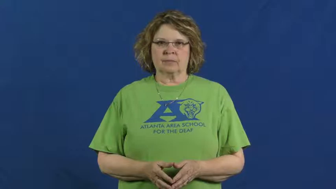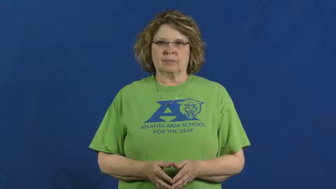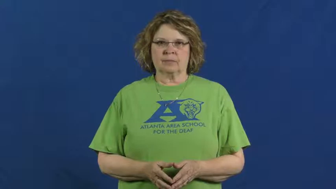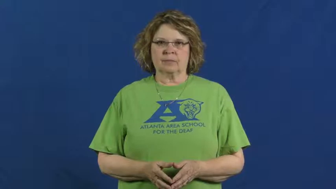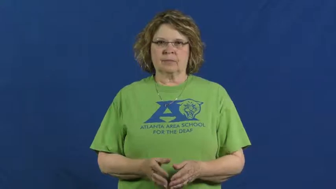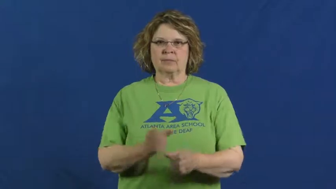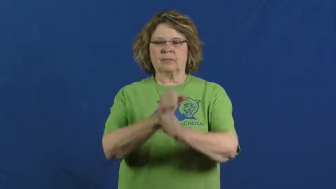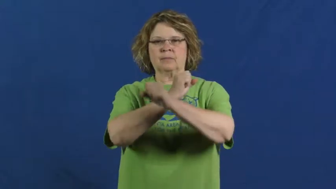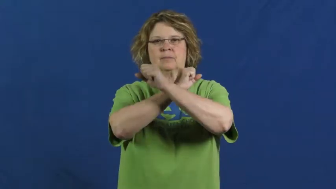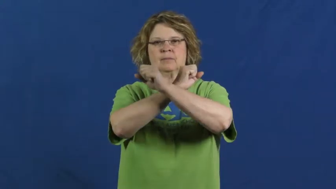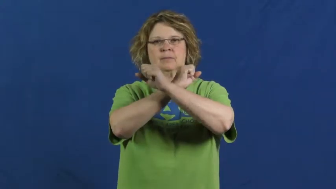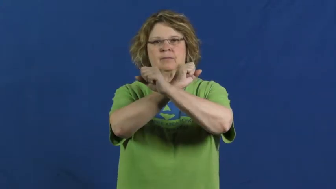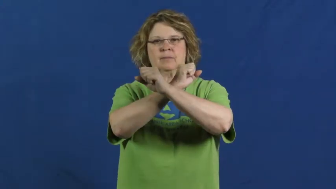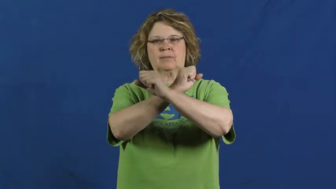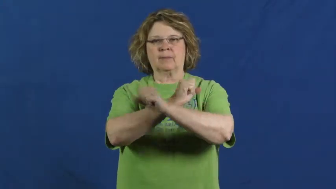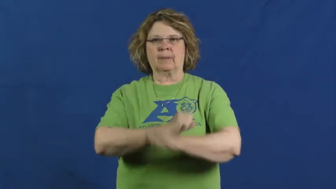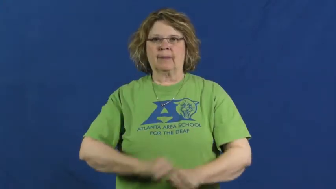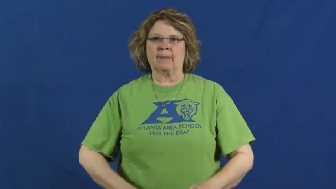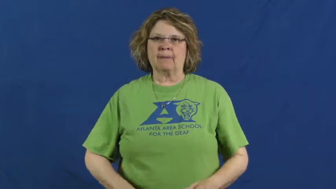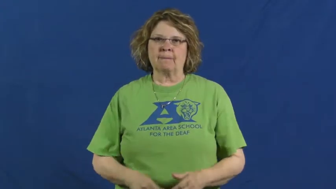take up for